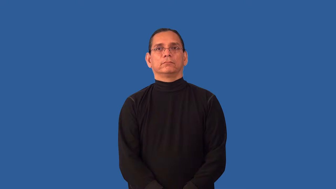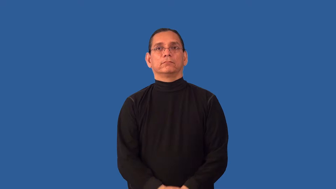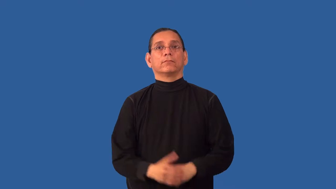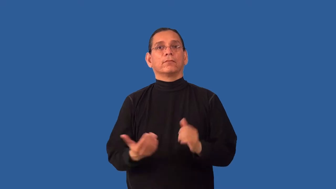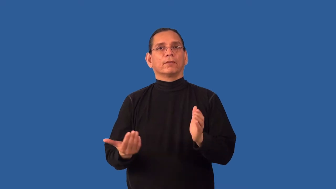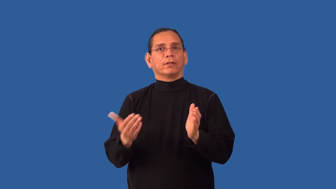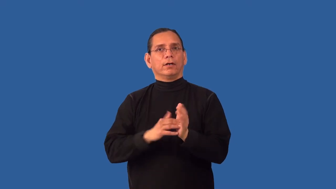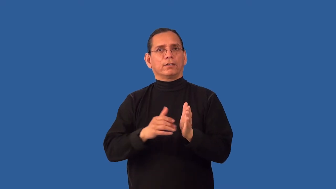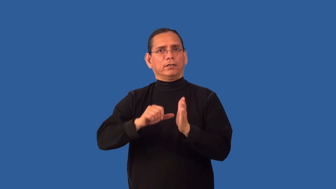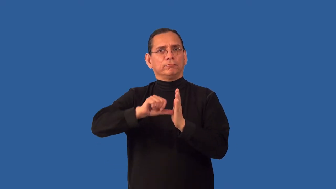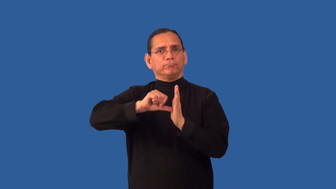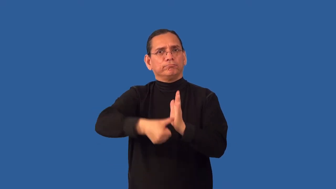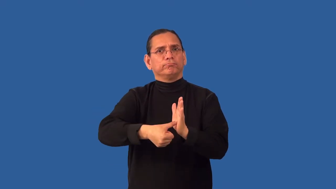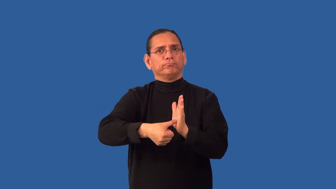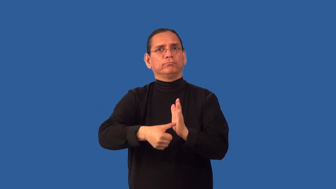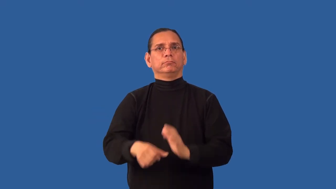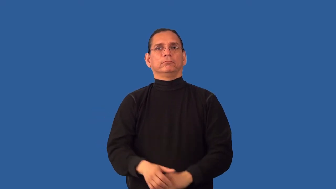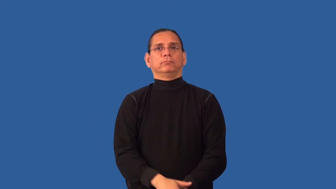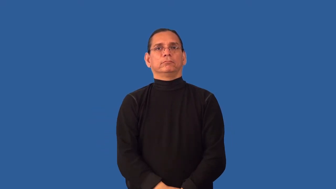reaffirm,reassert,reimpress